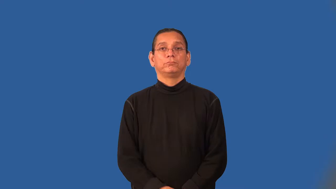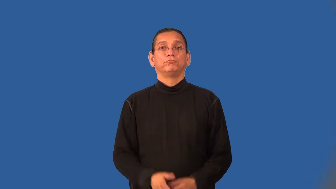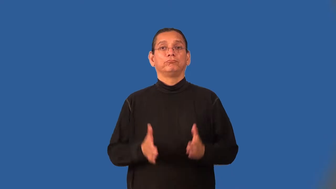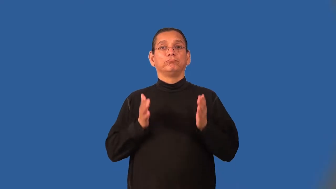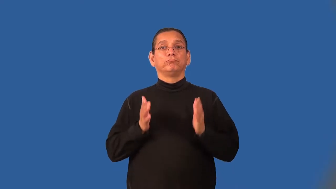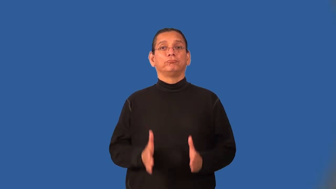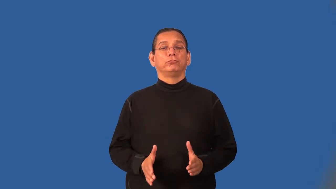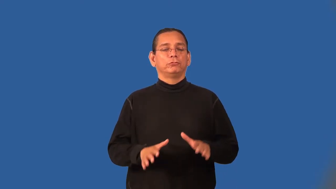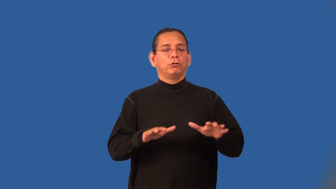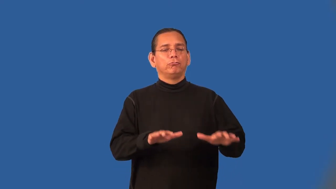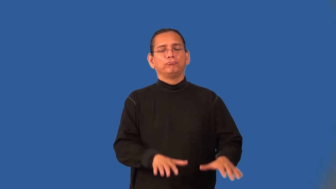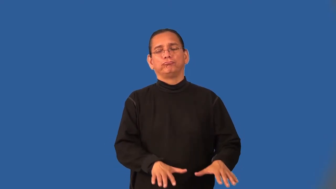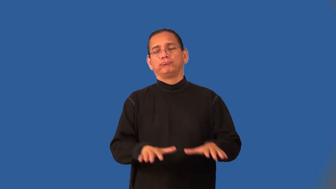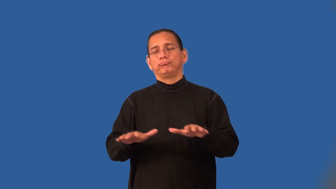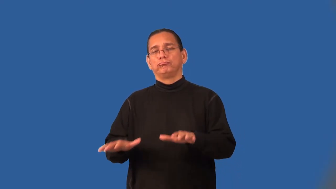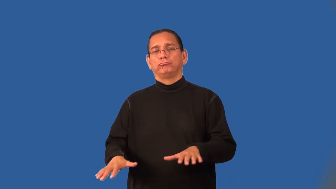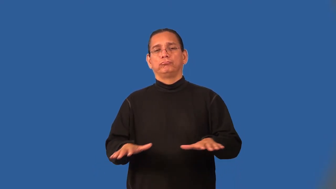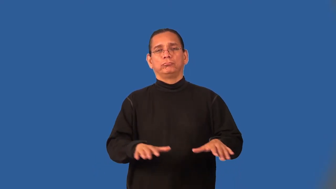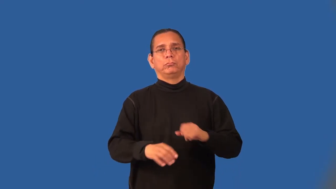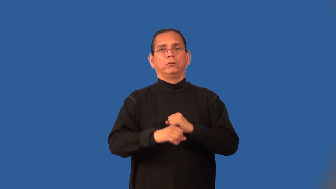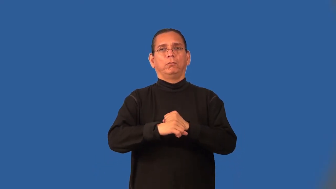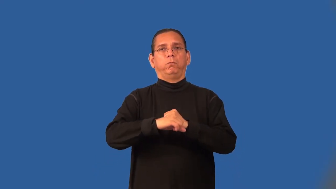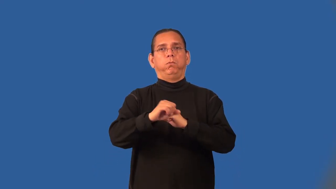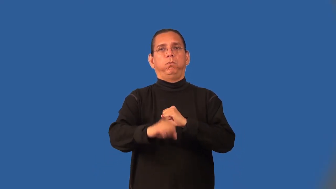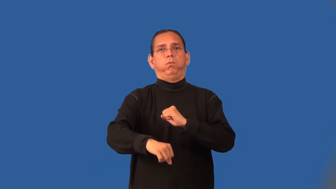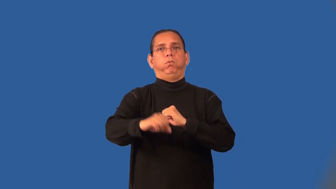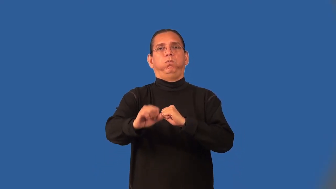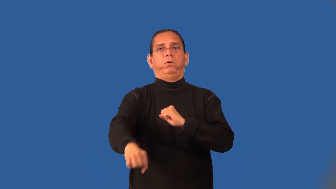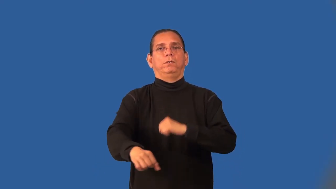dawdler